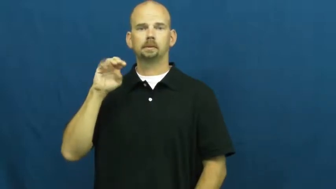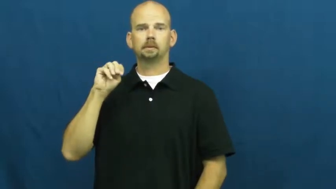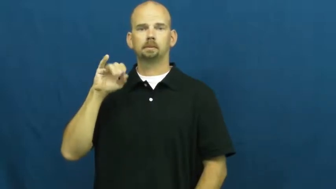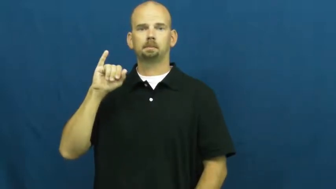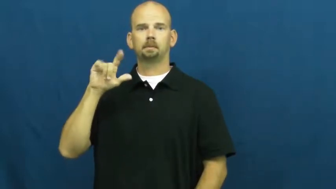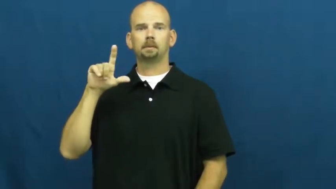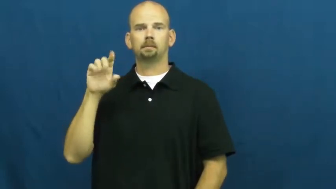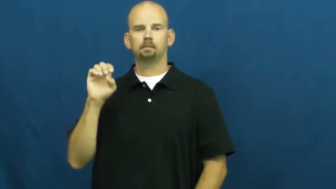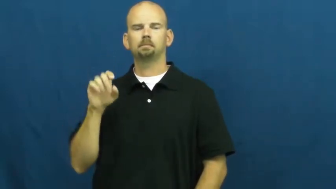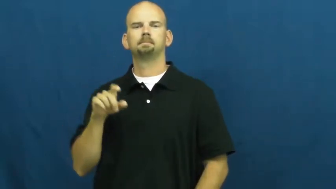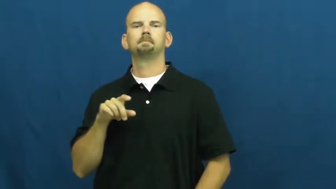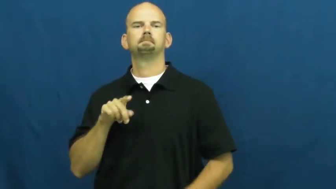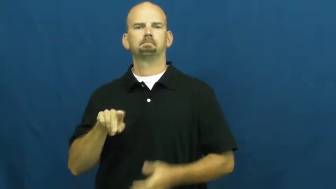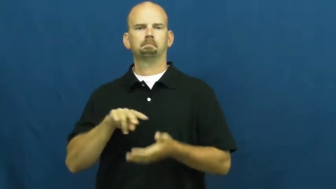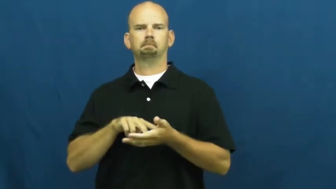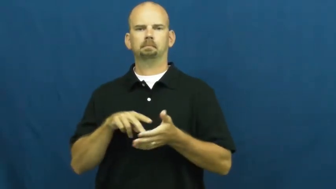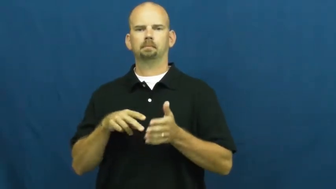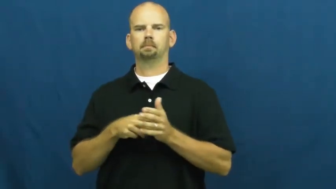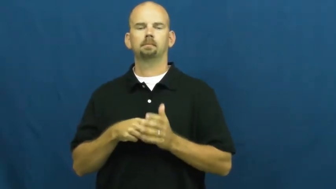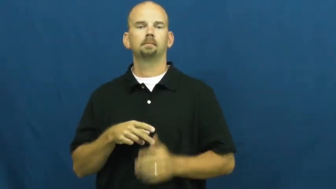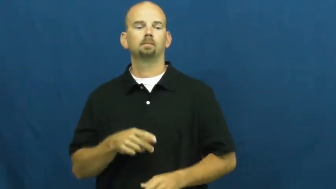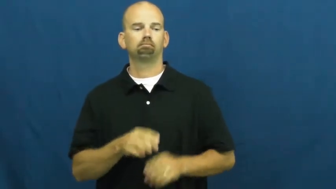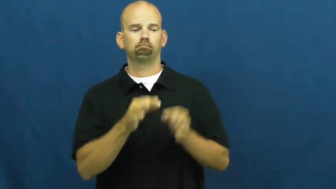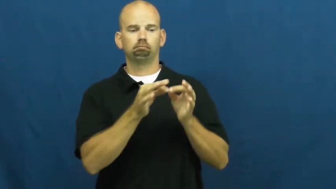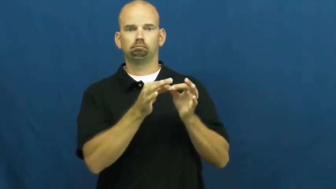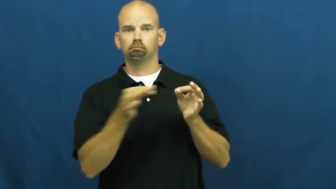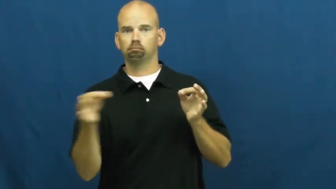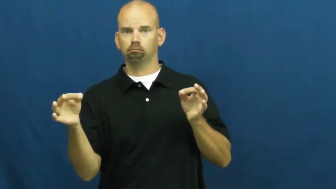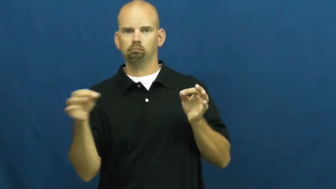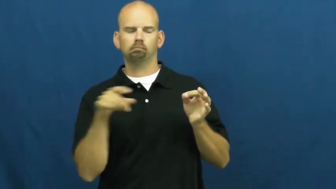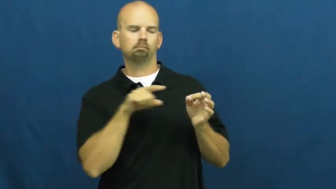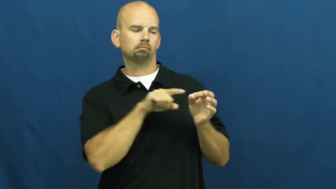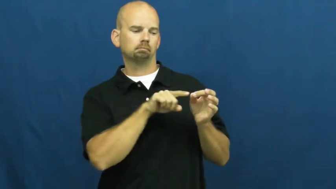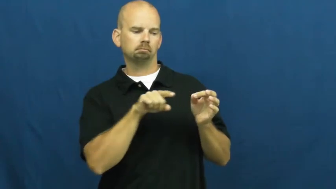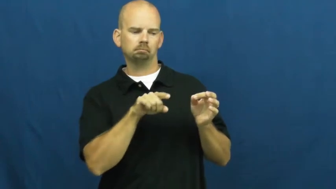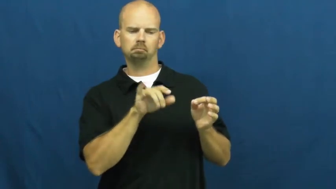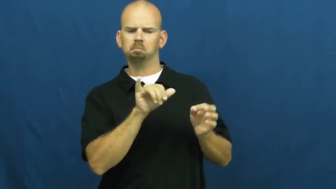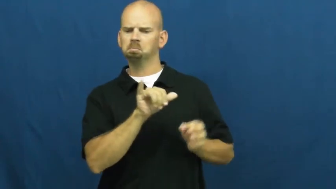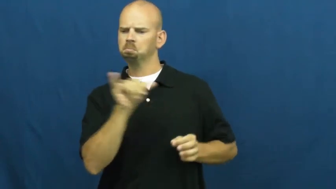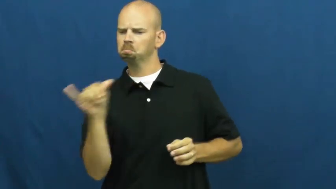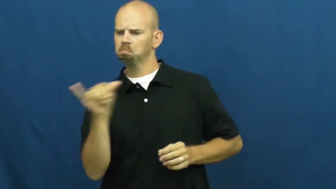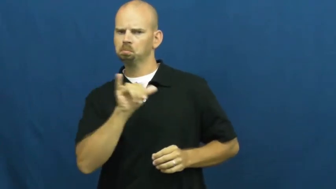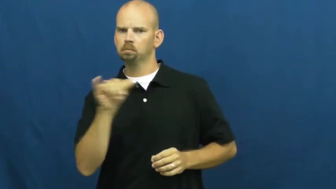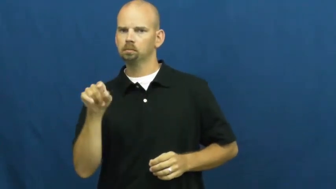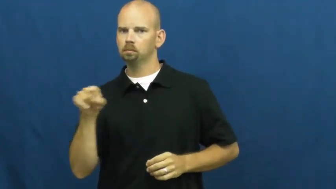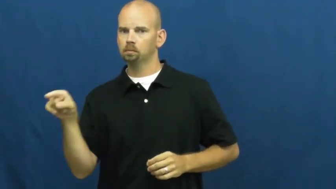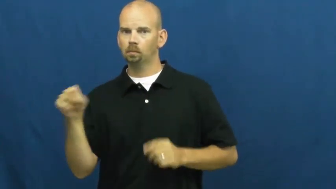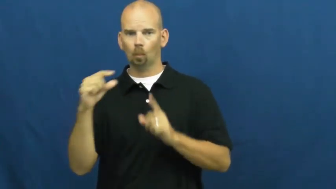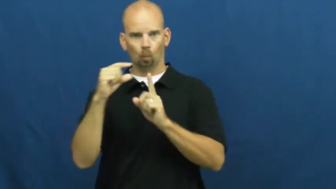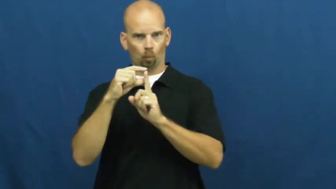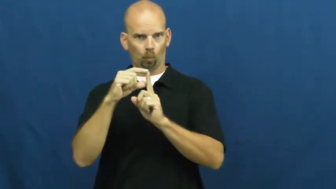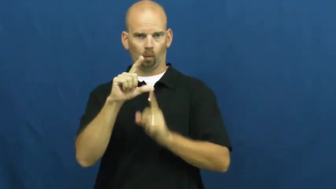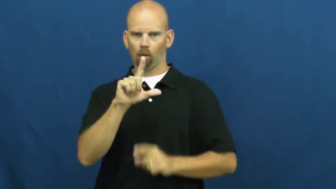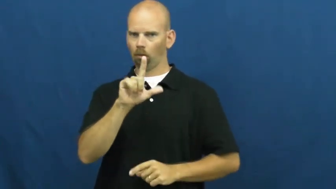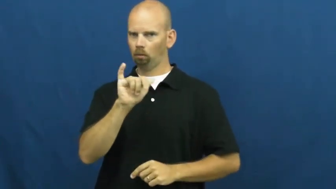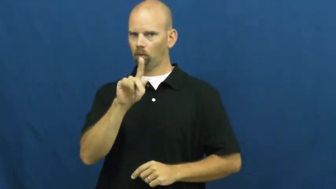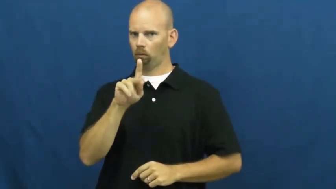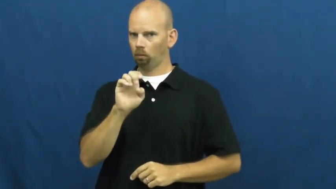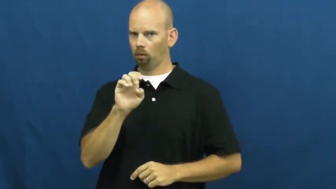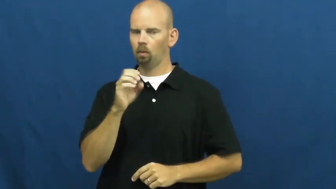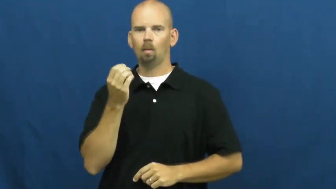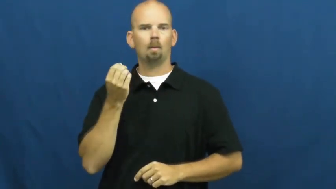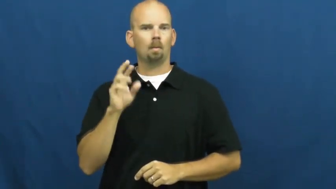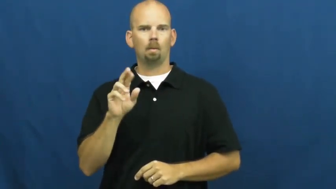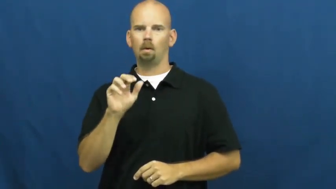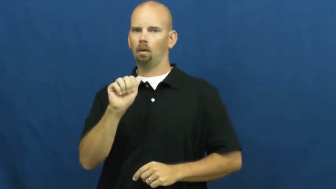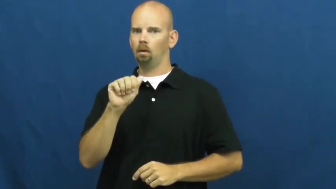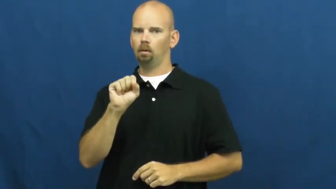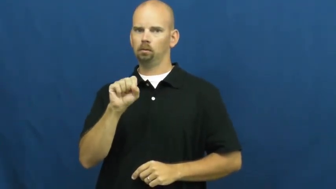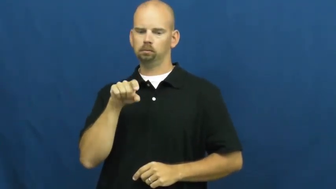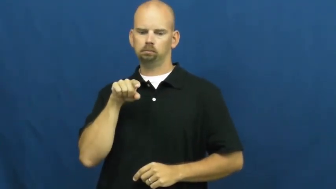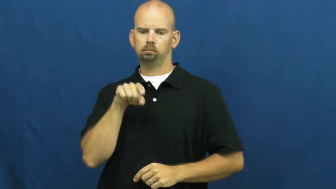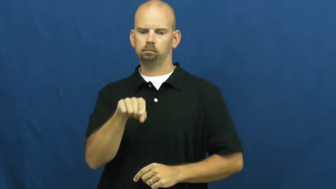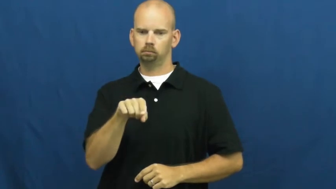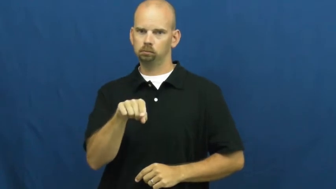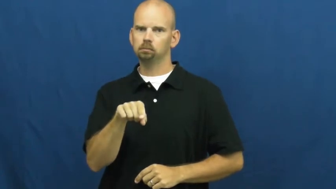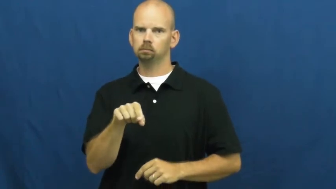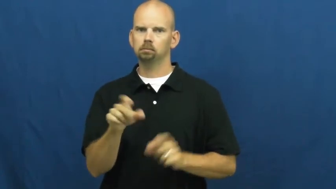simile